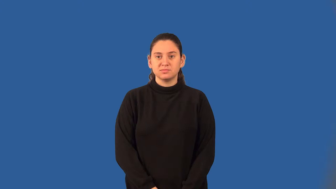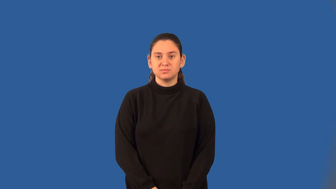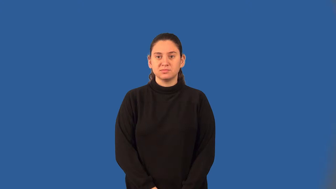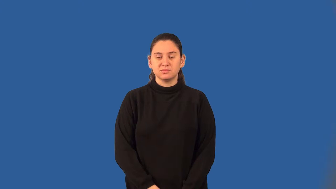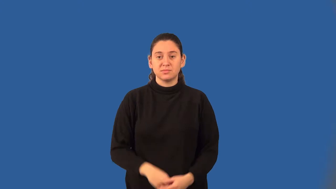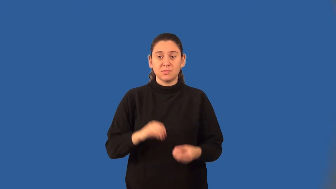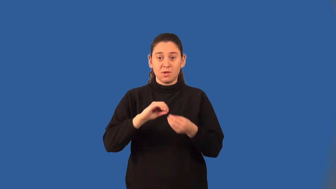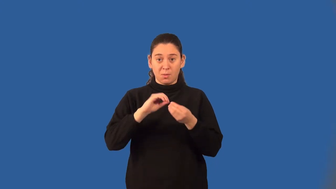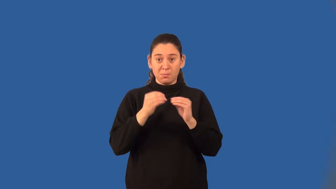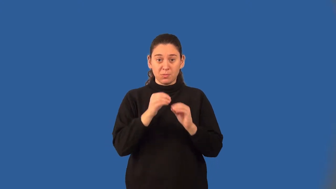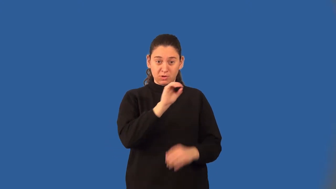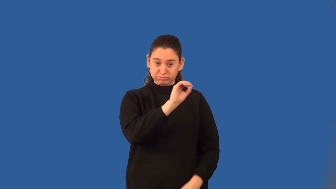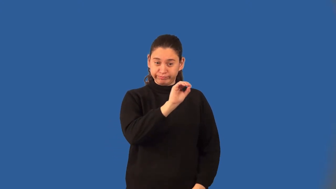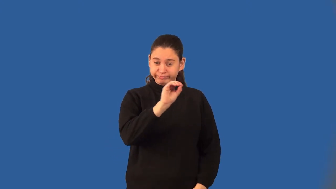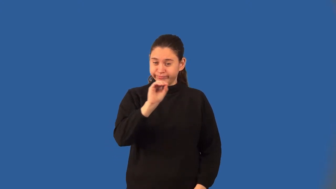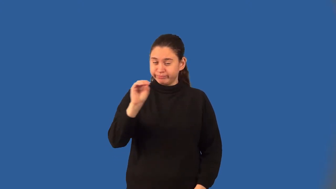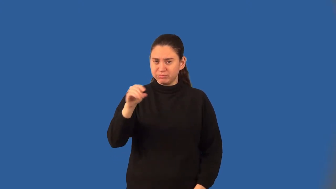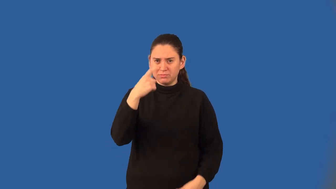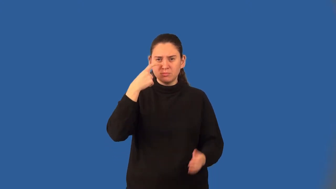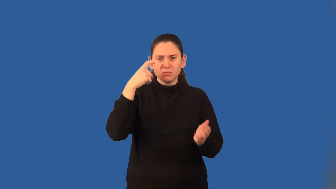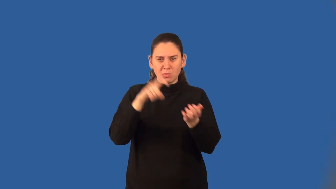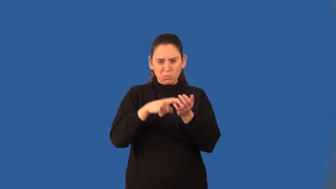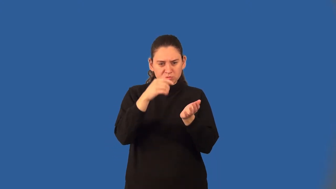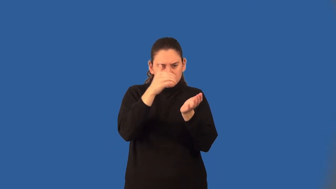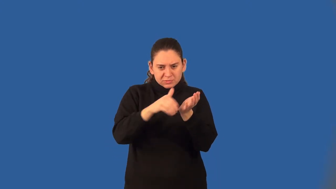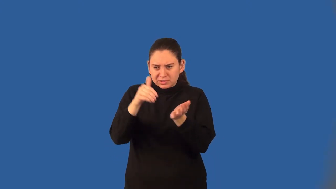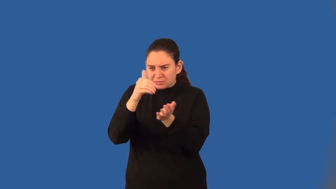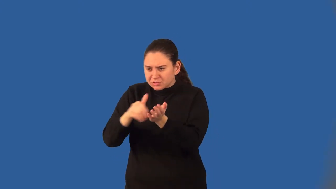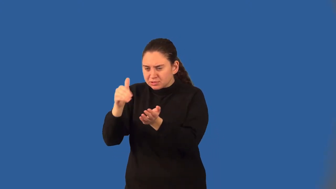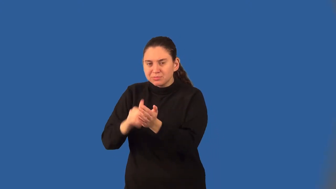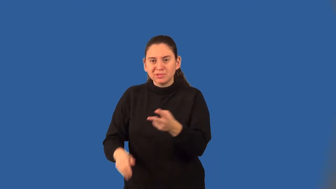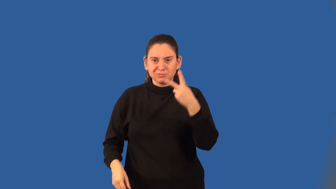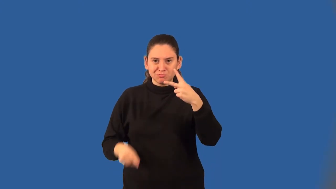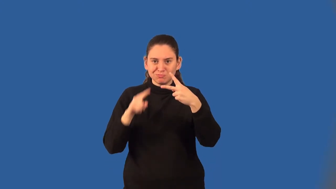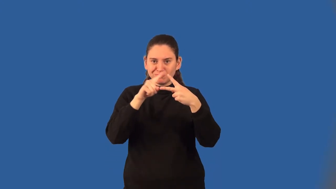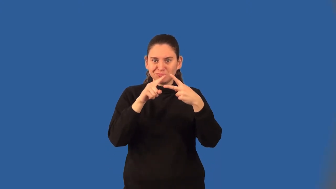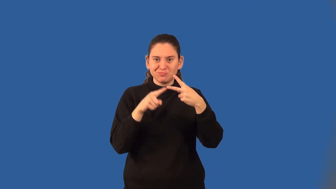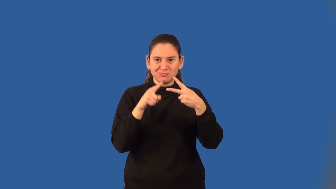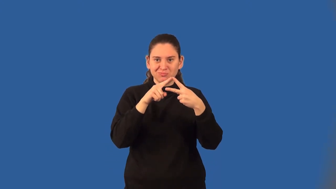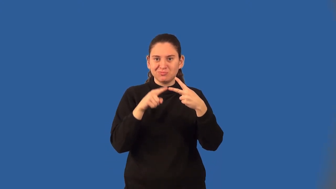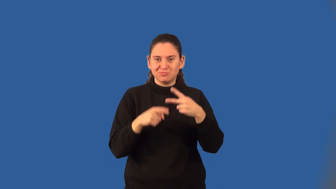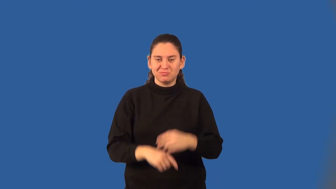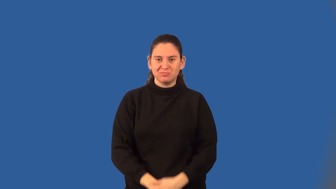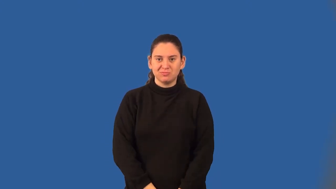bimodal data